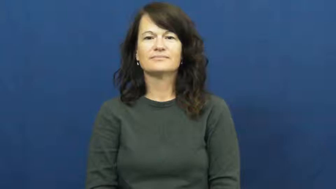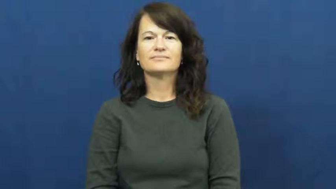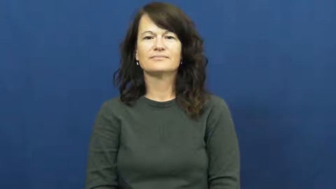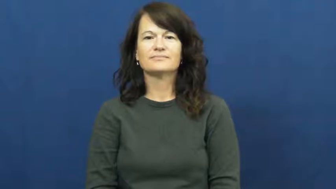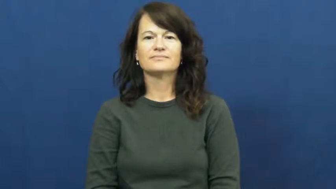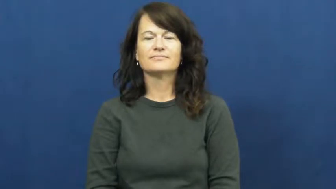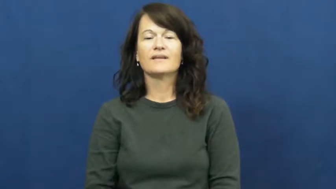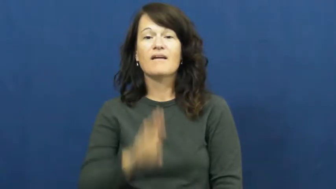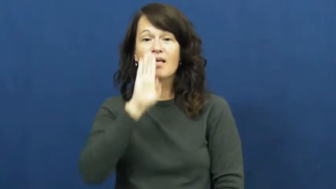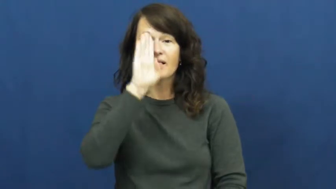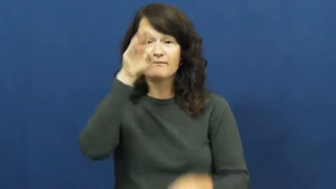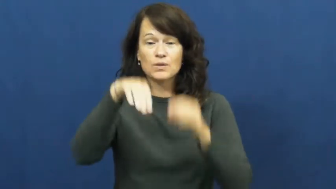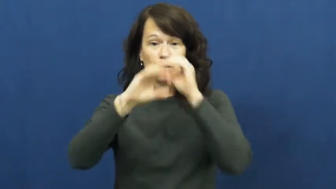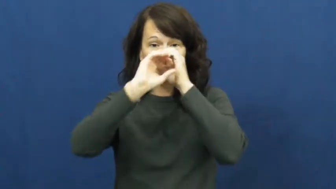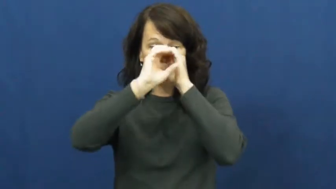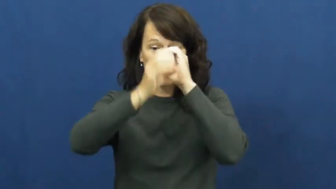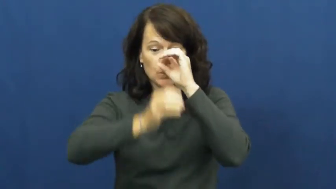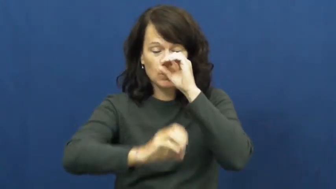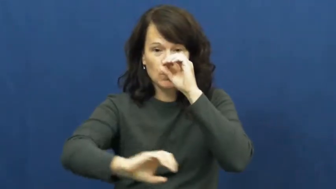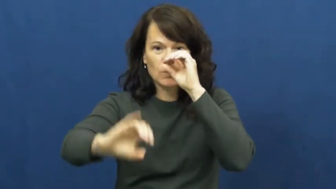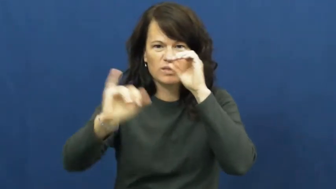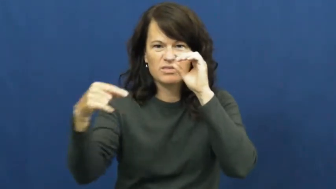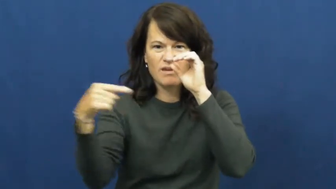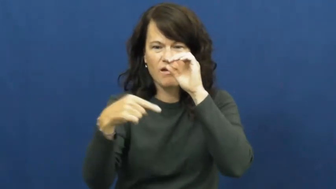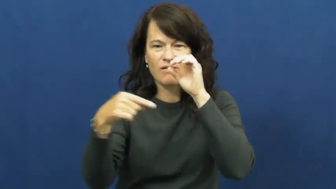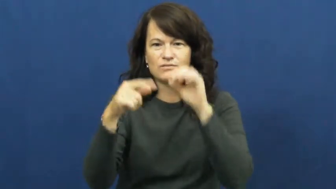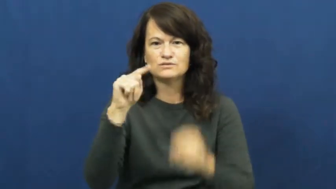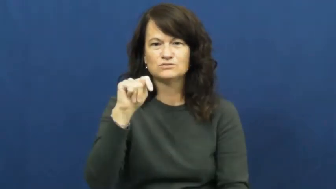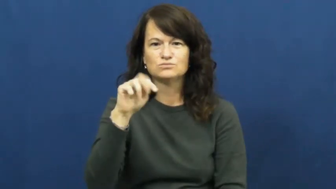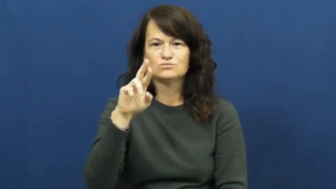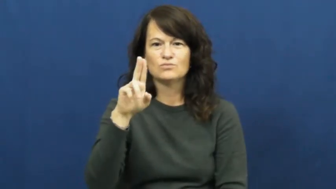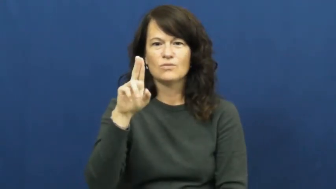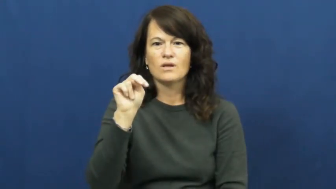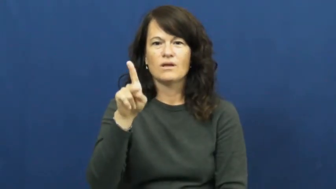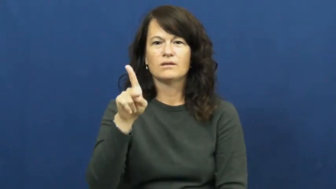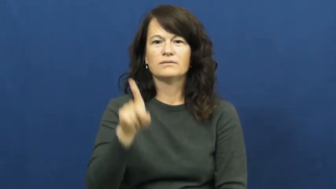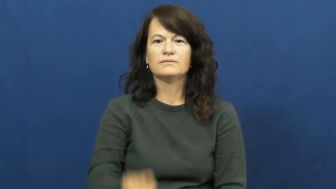trunk-elephant